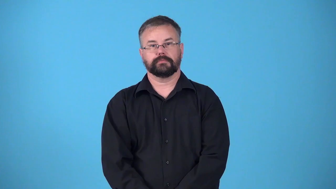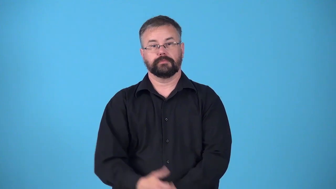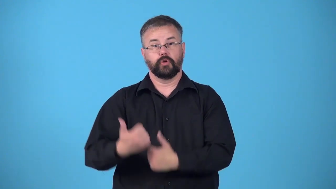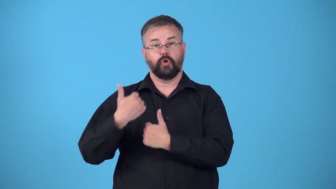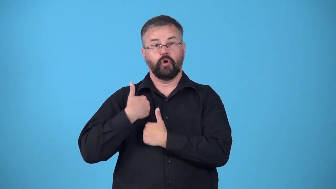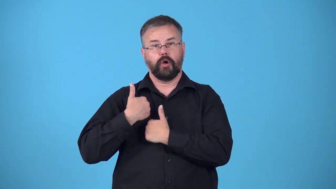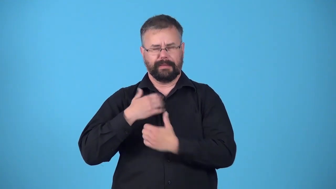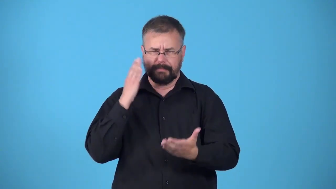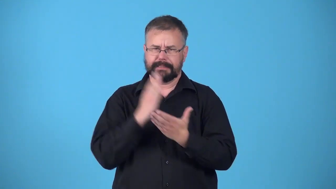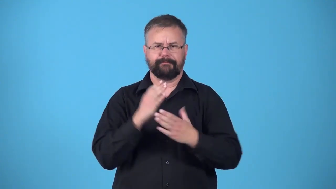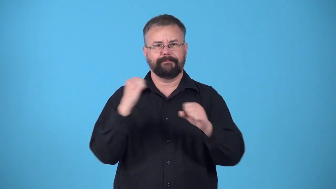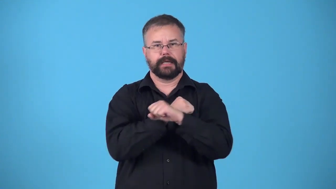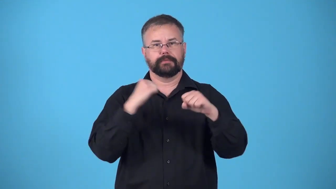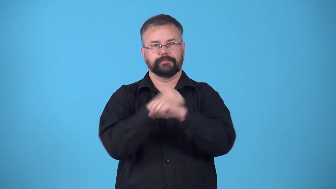disengage-army